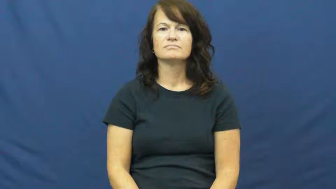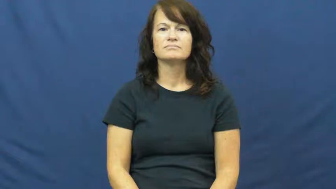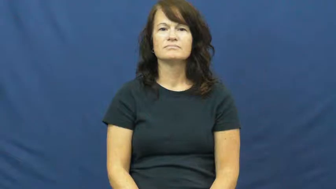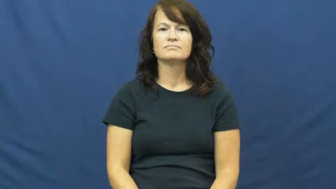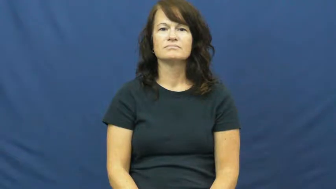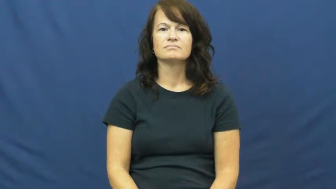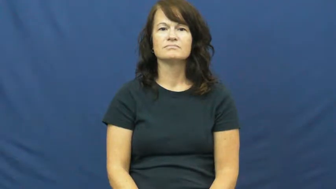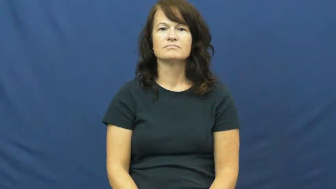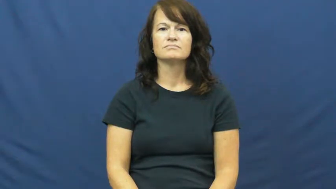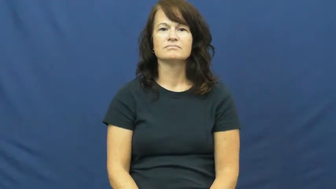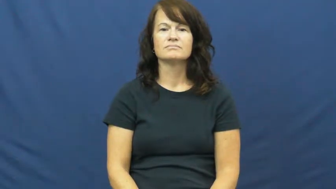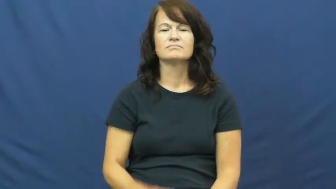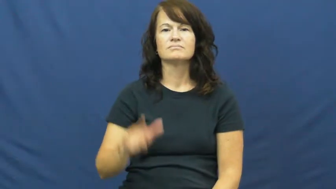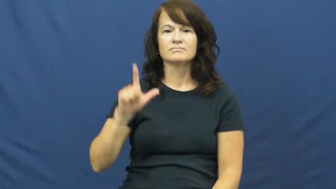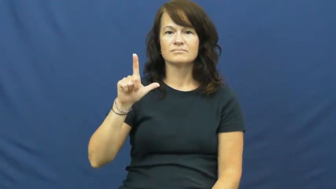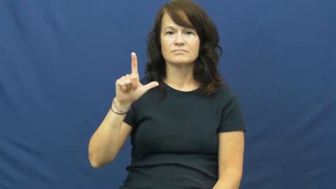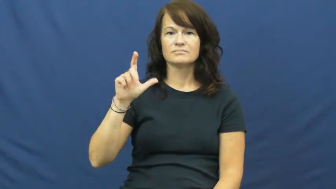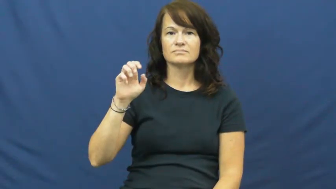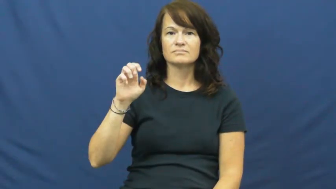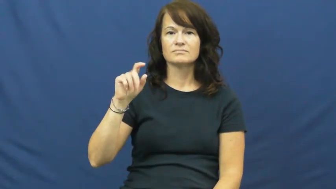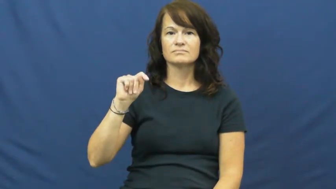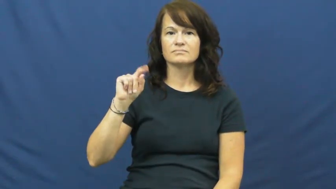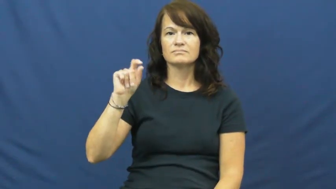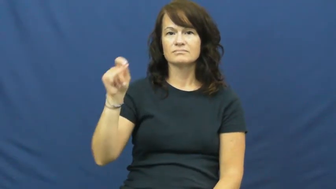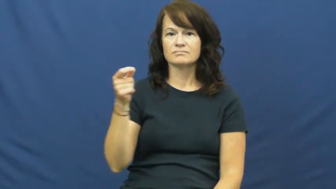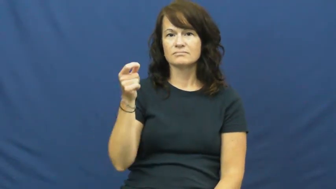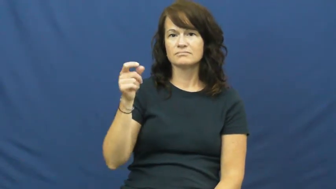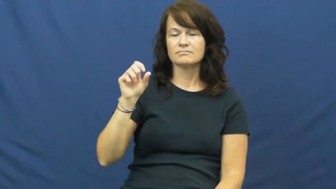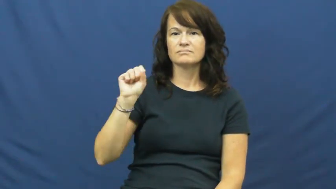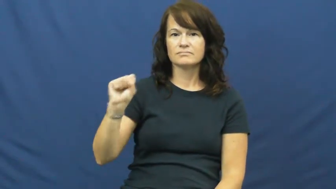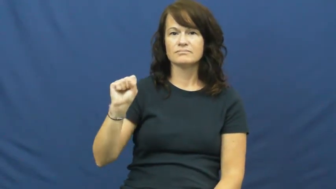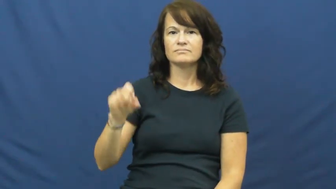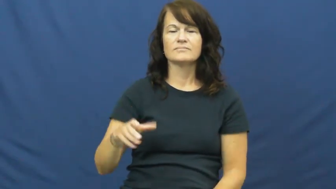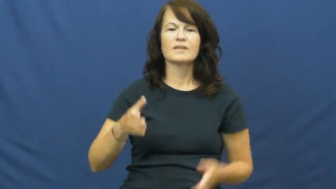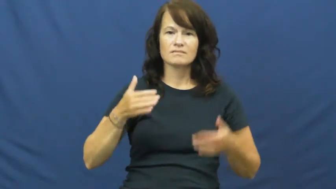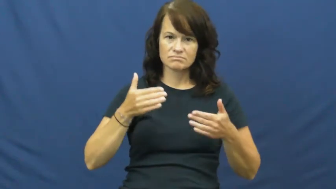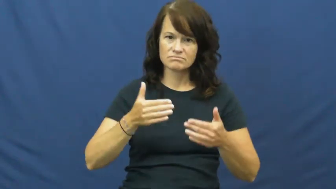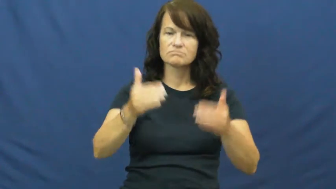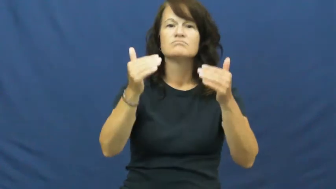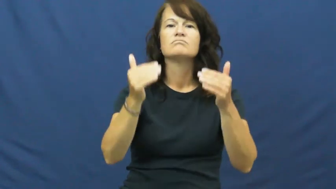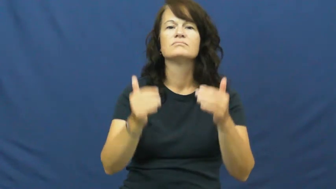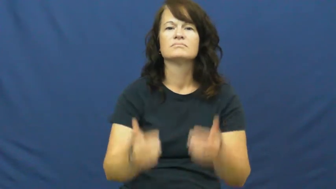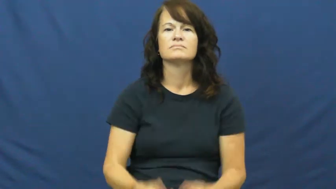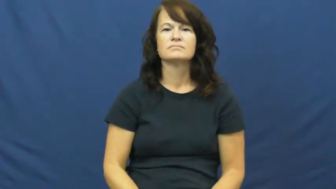let's